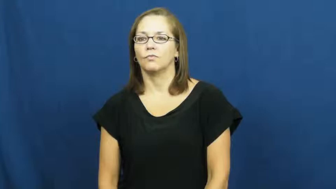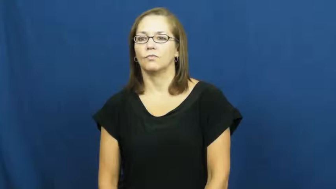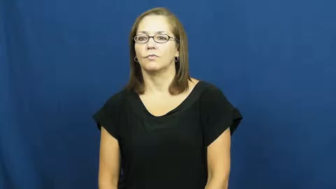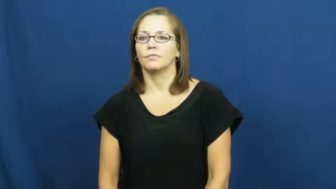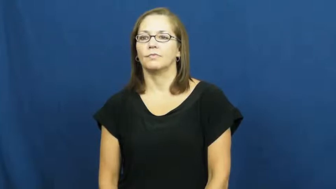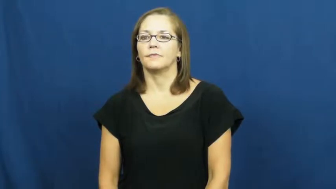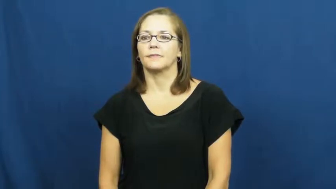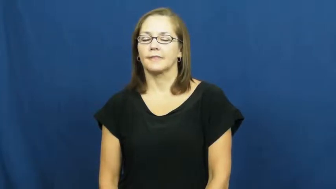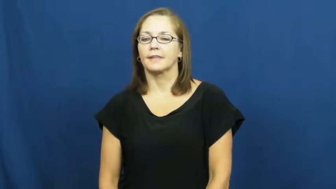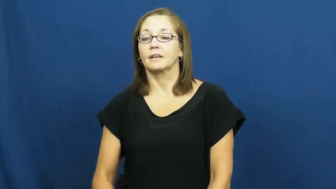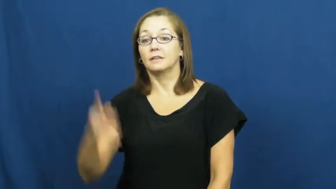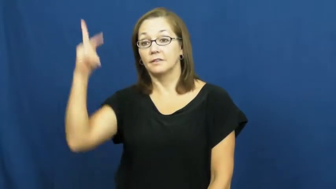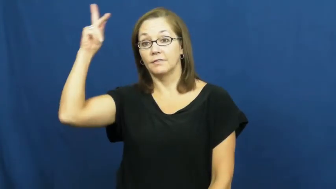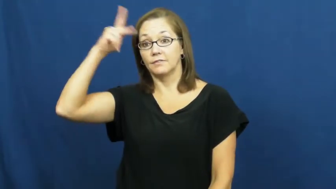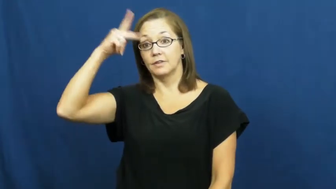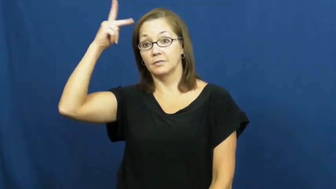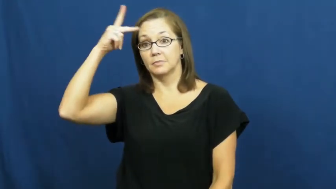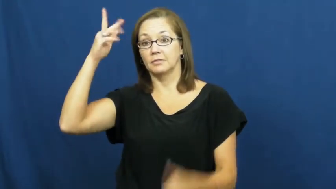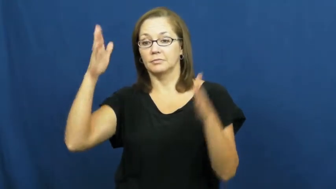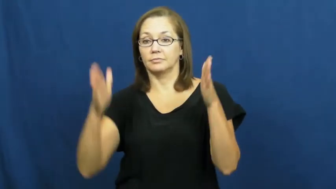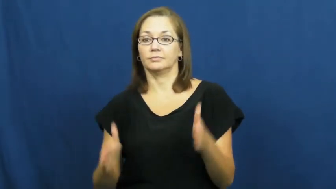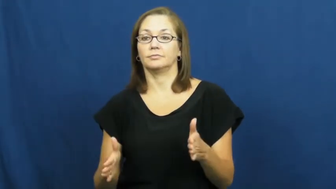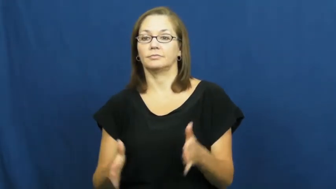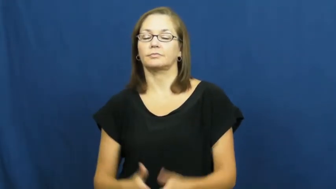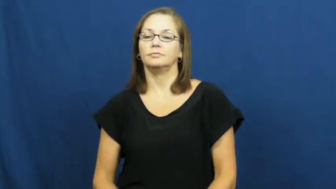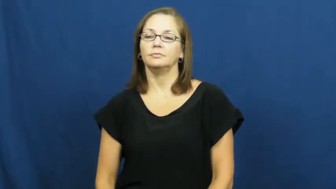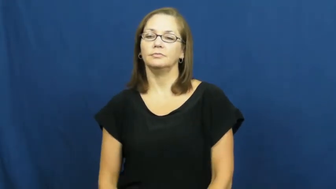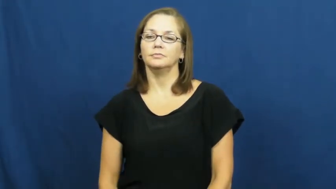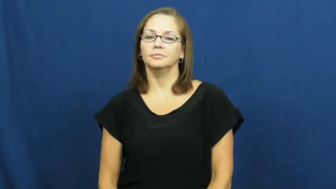philosopher